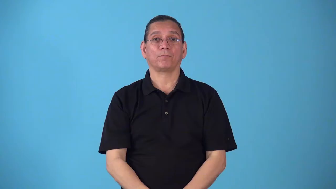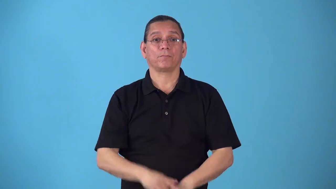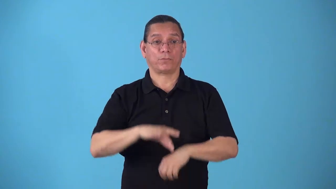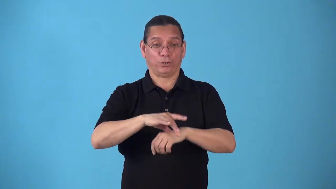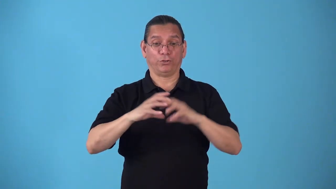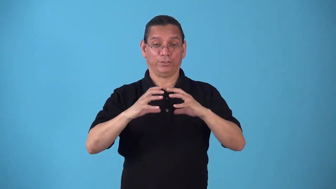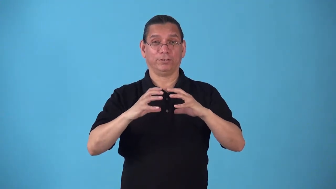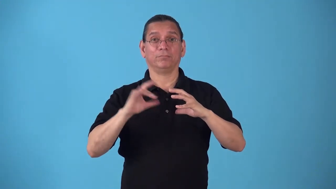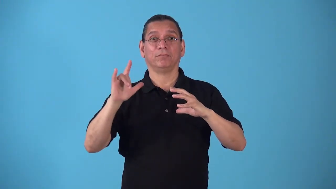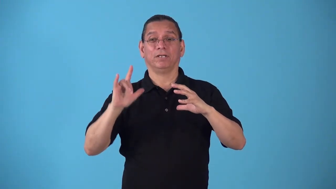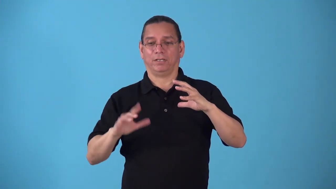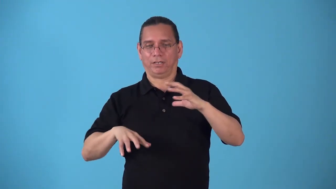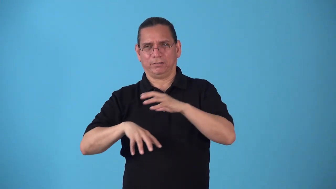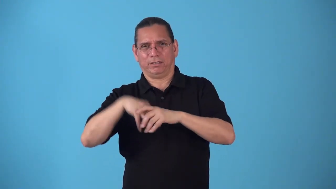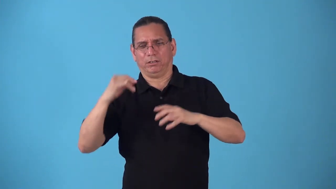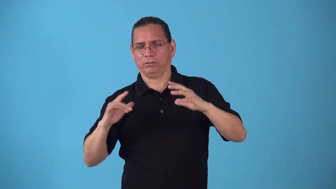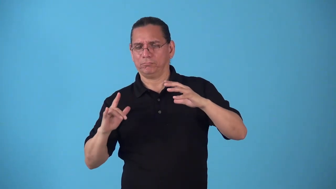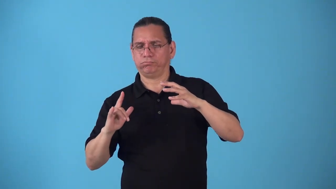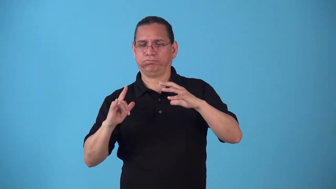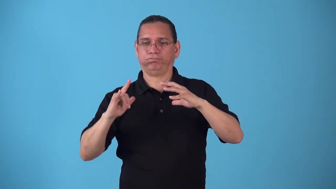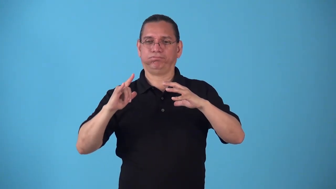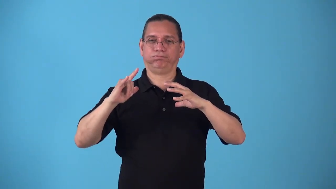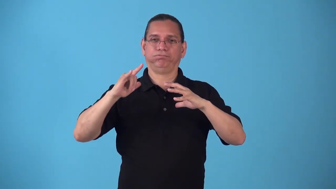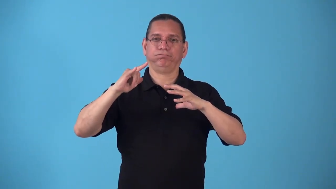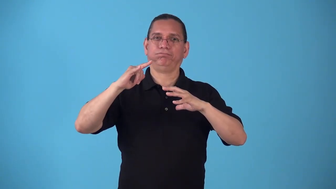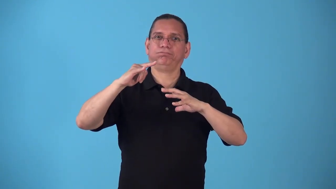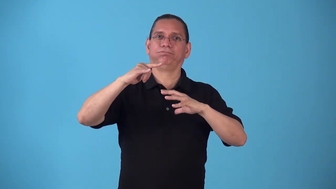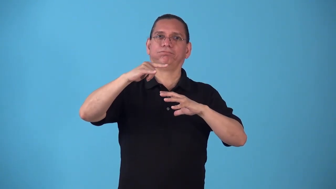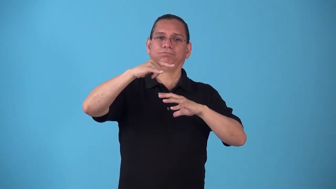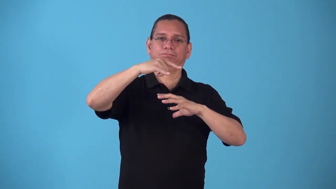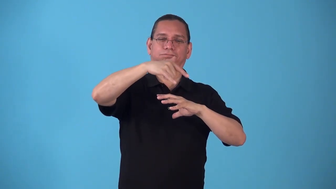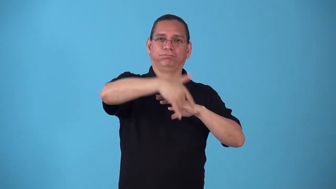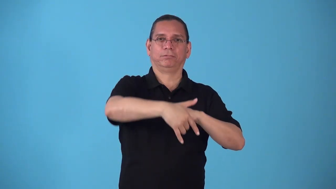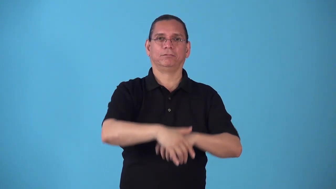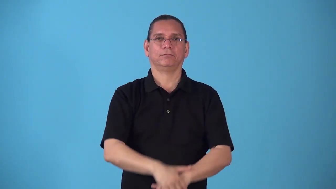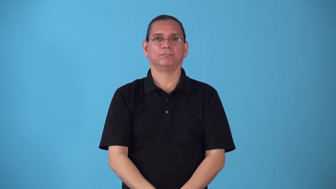spaceflight